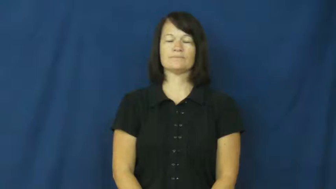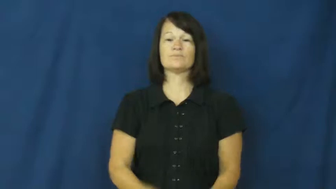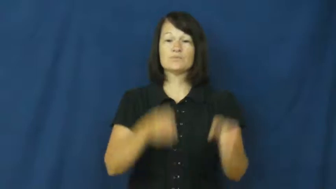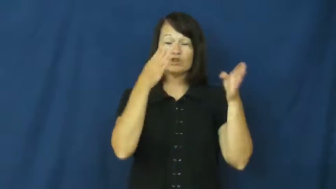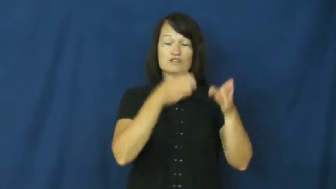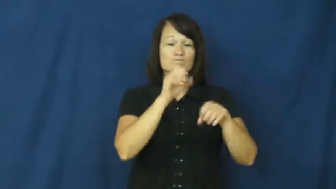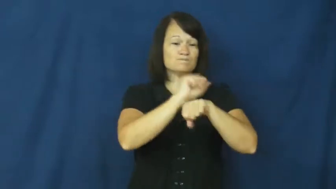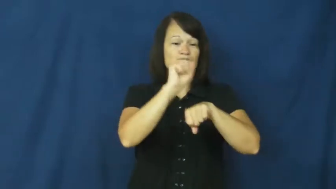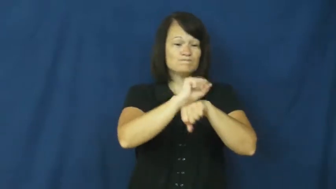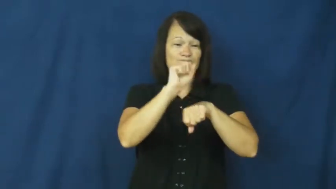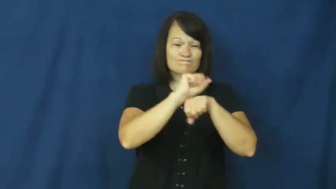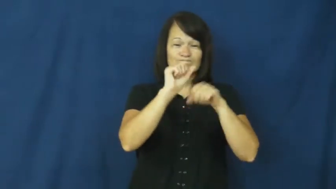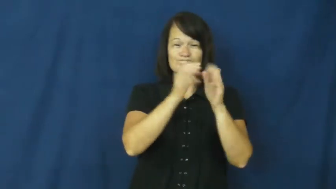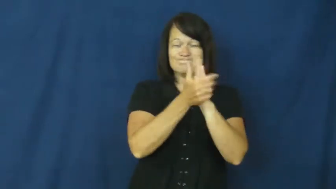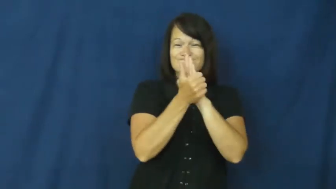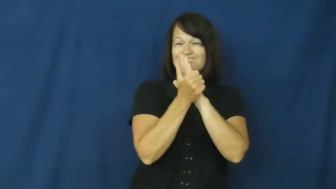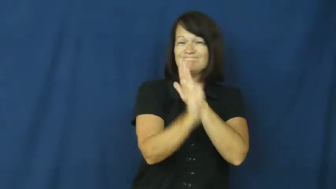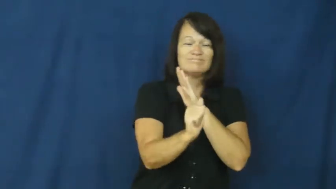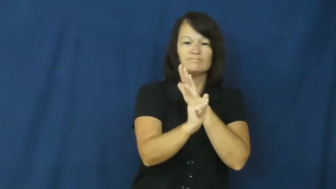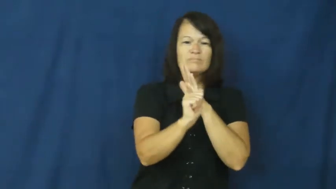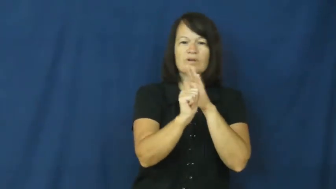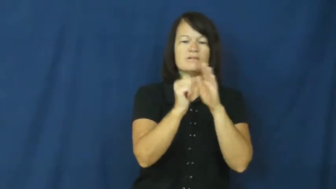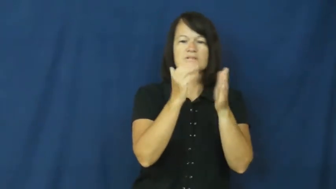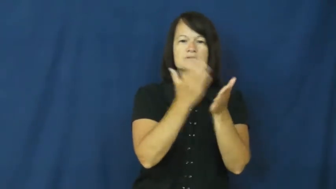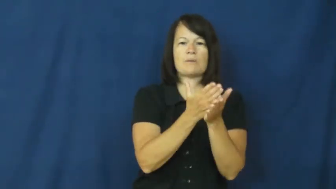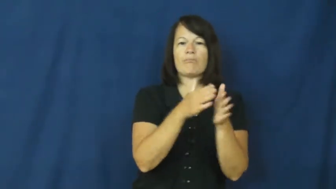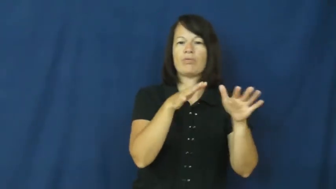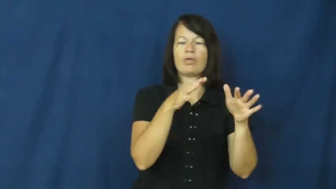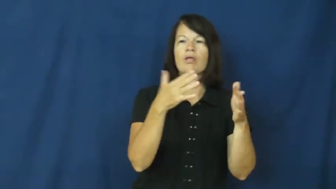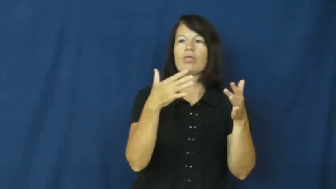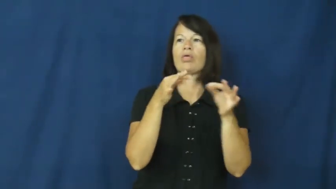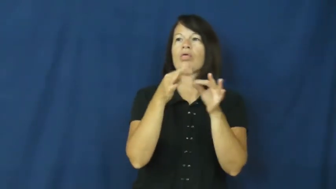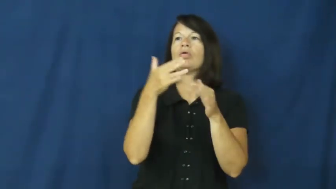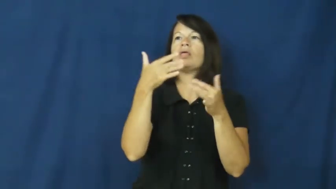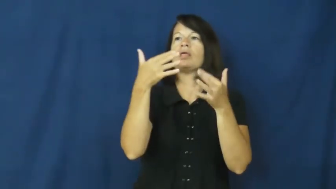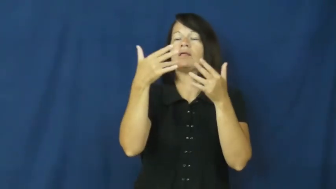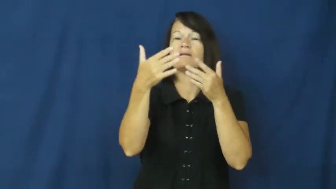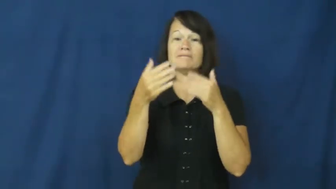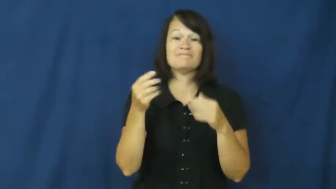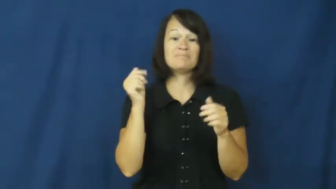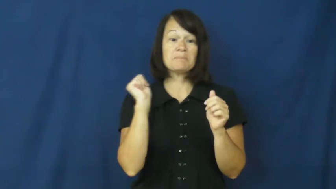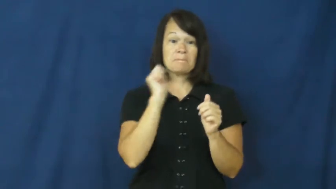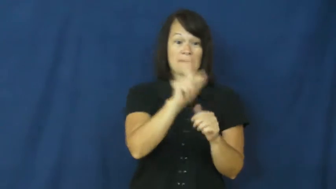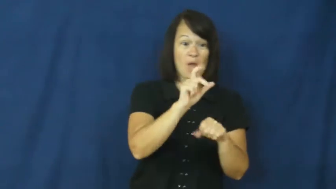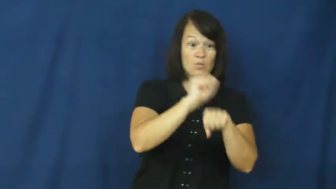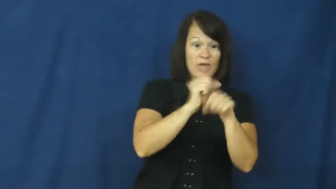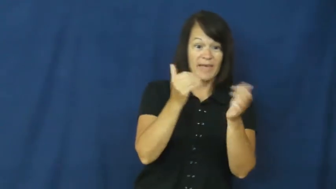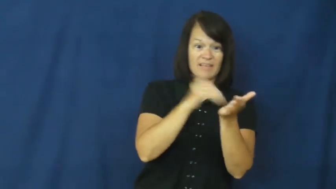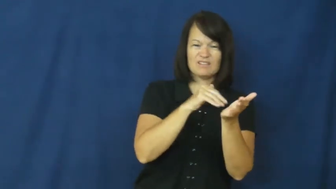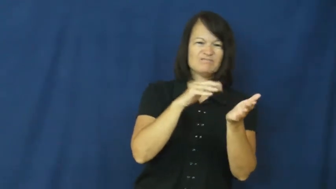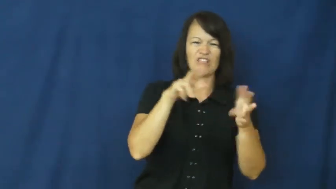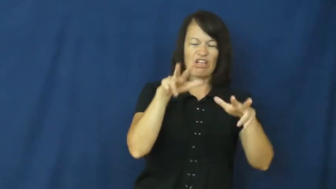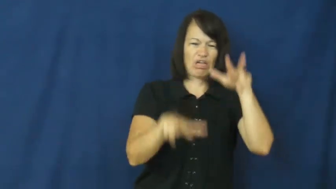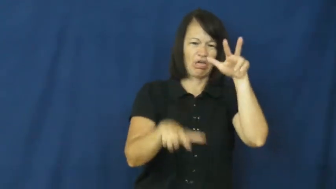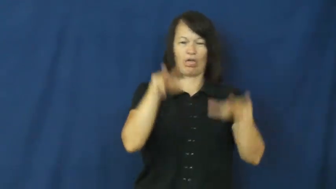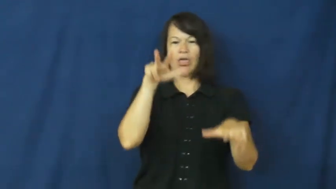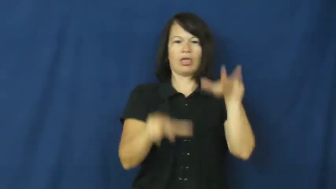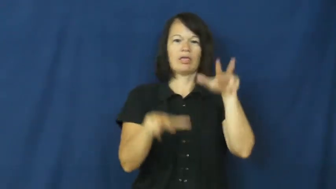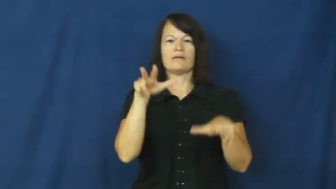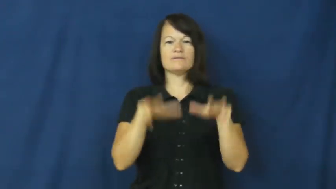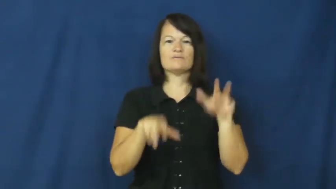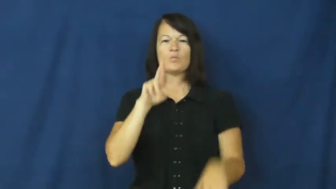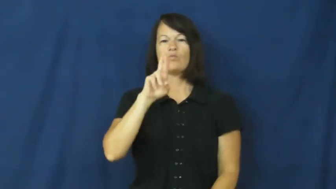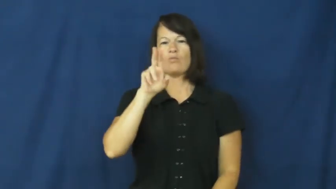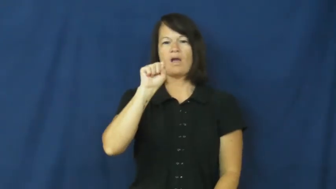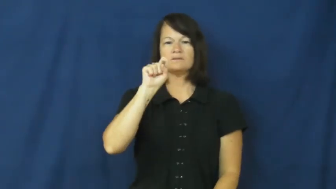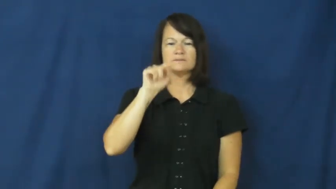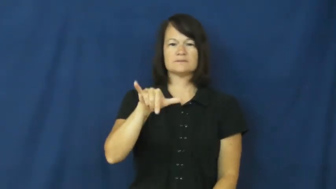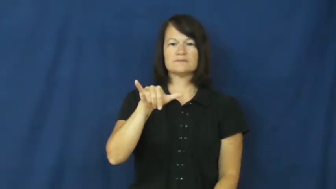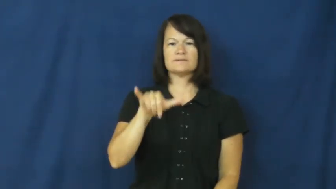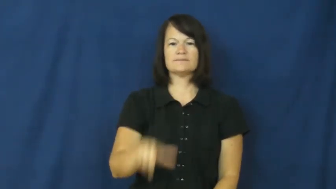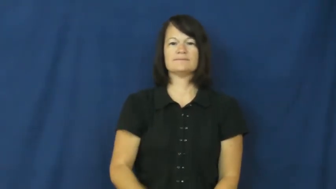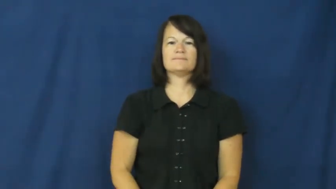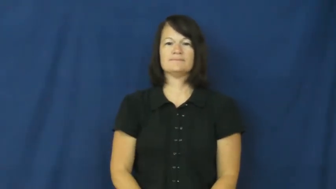rusty-skill